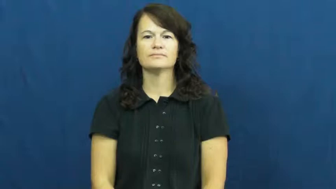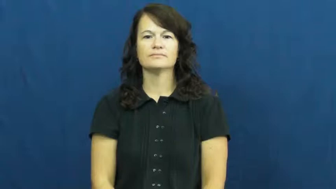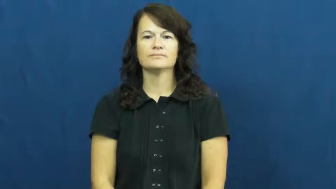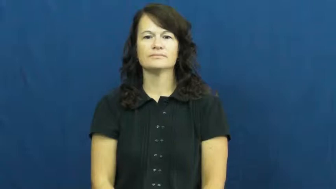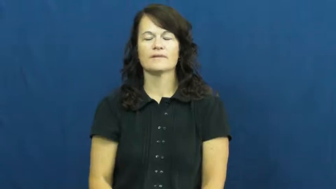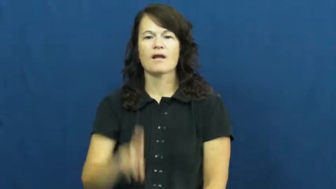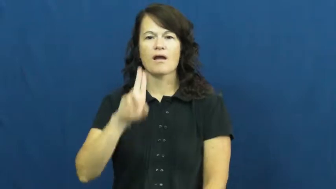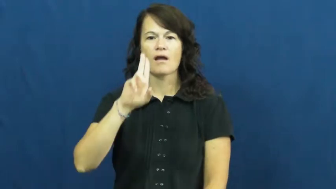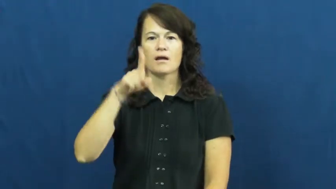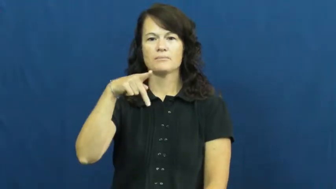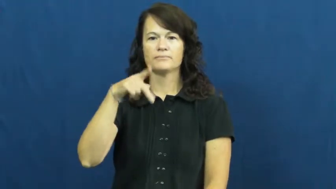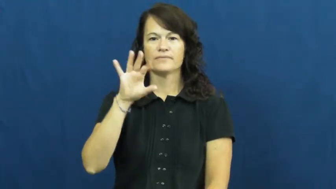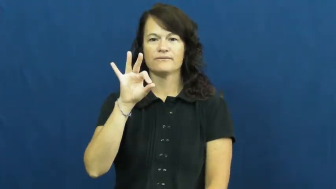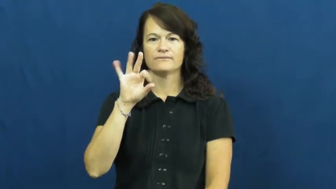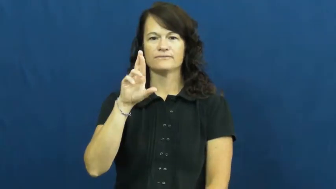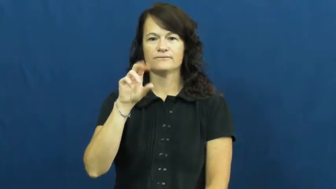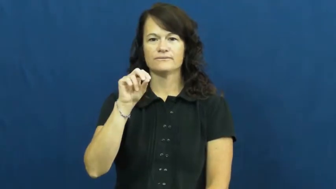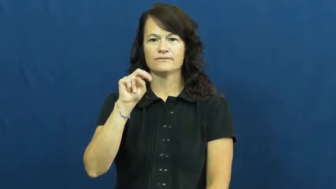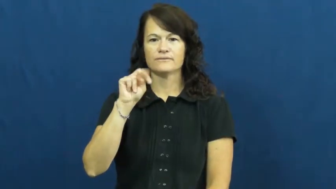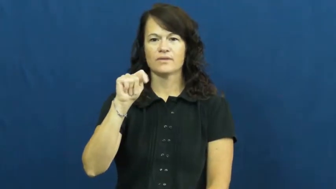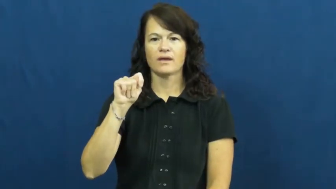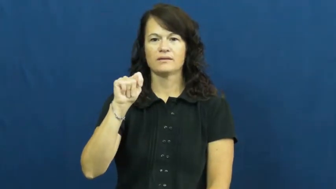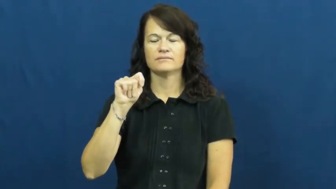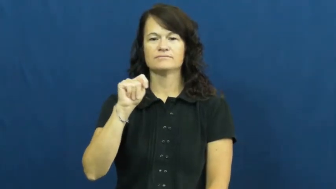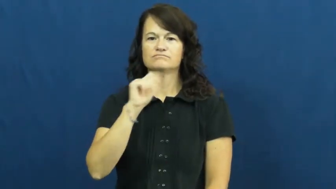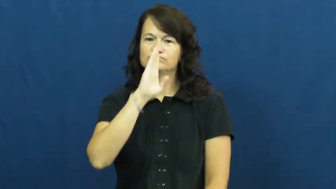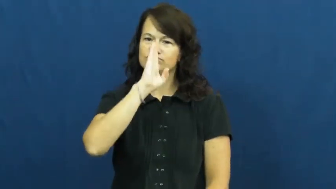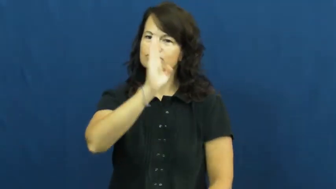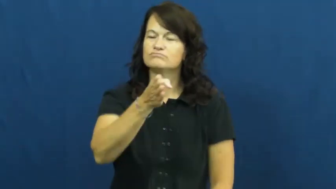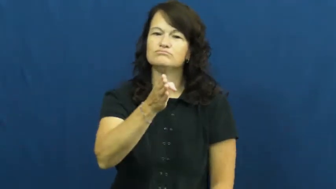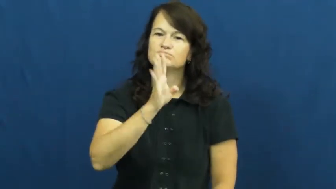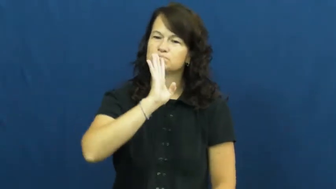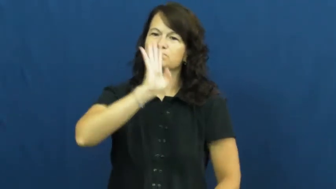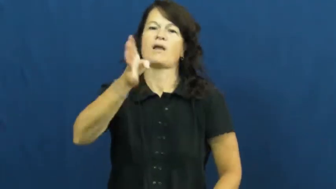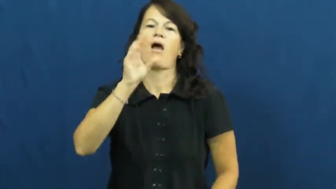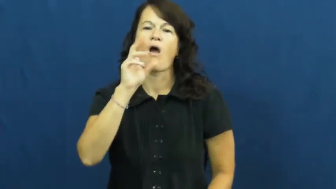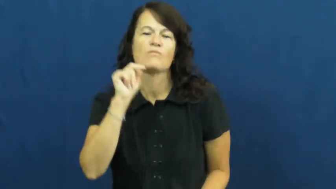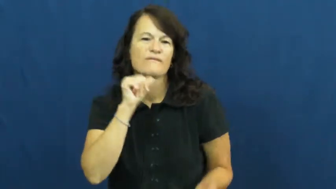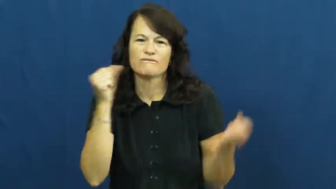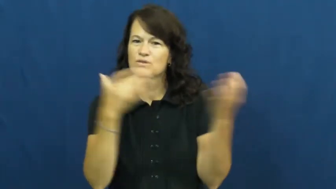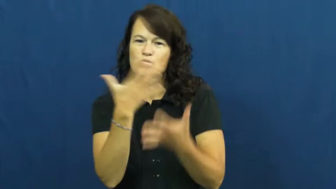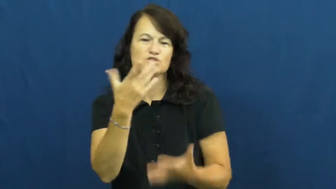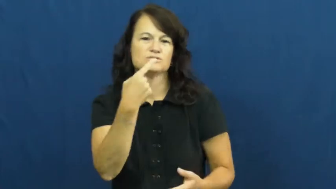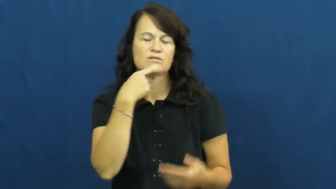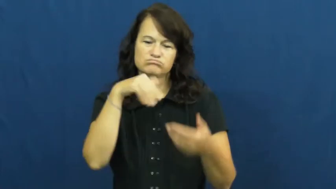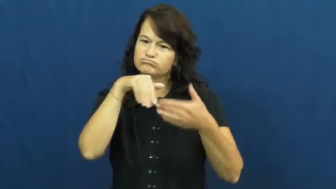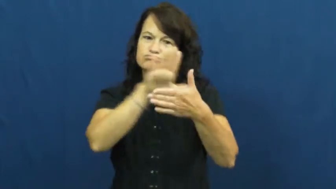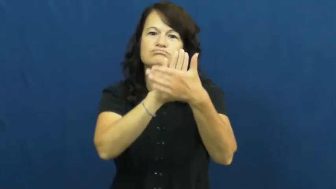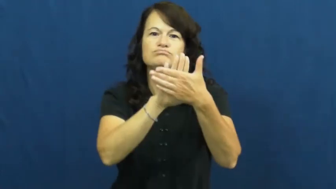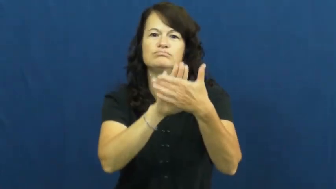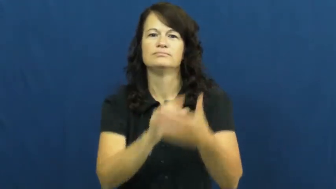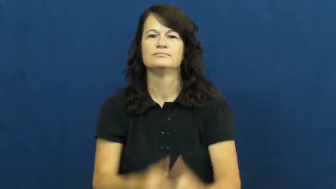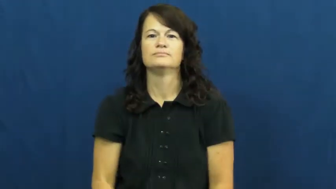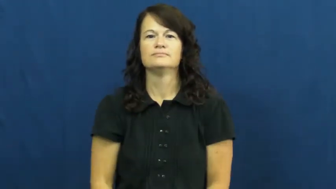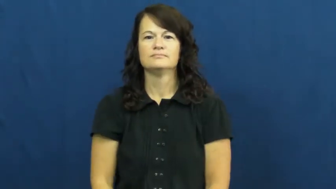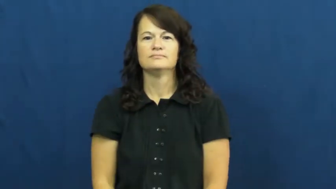upfront